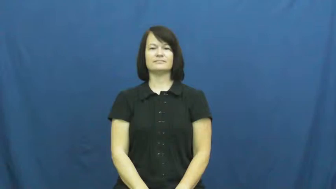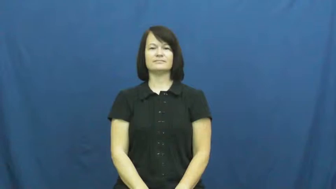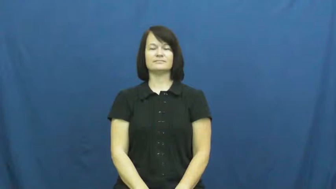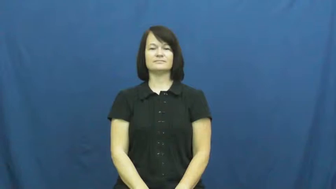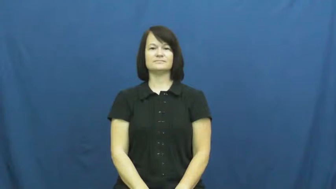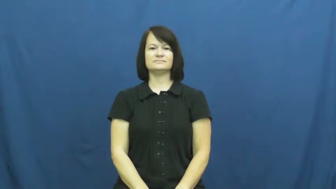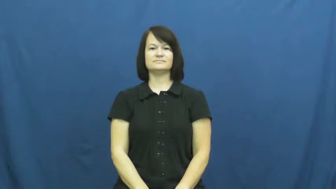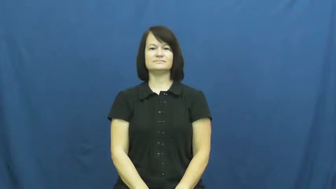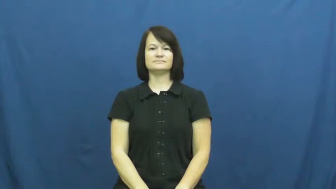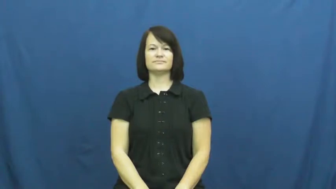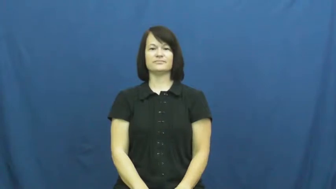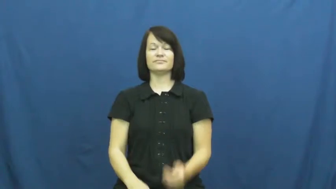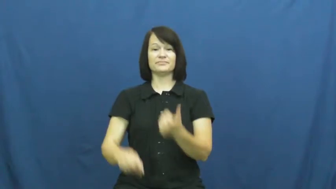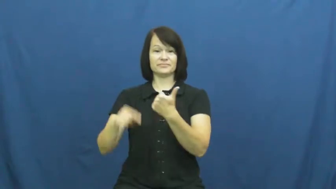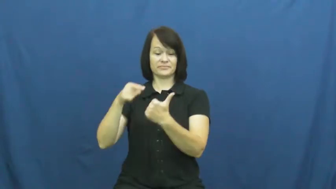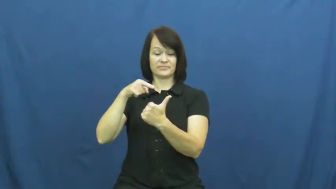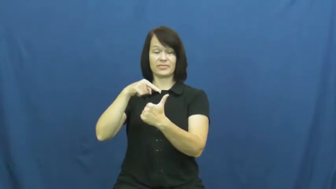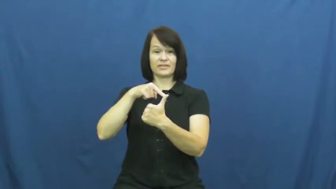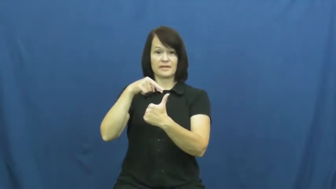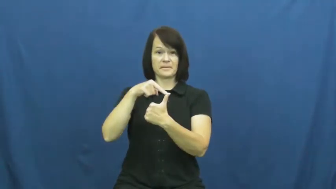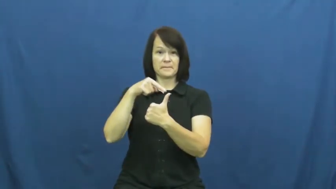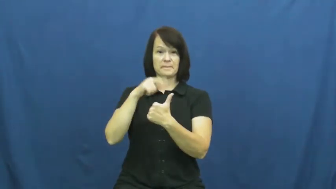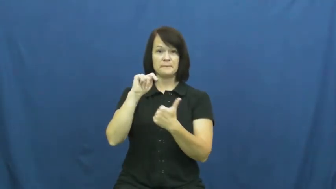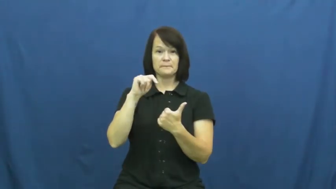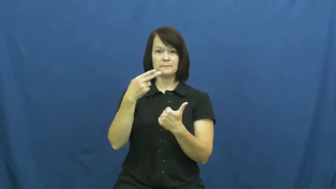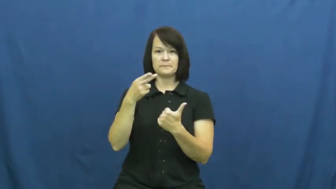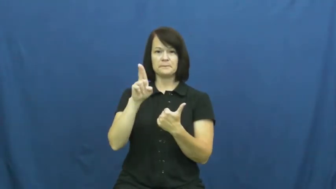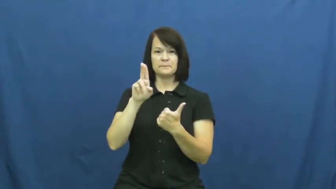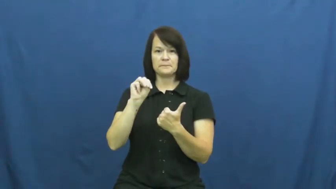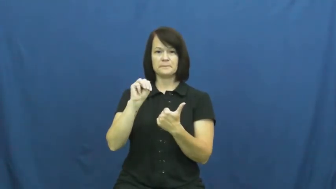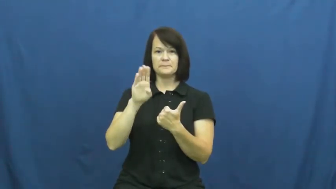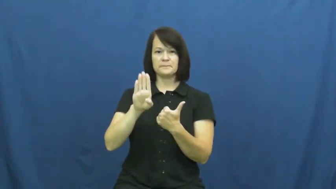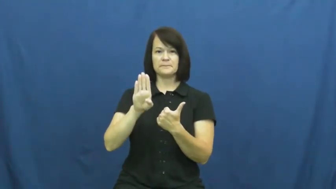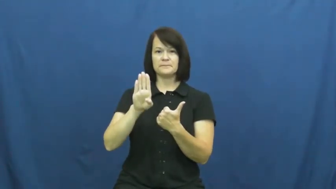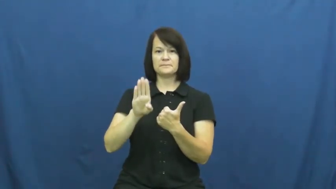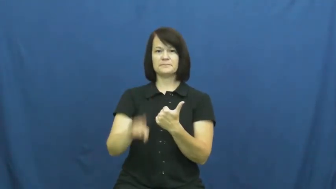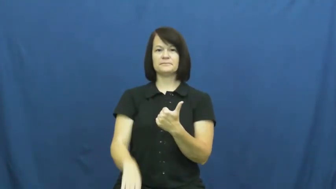thumb